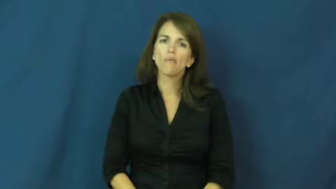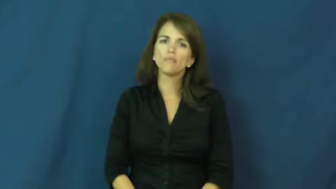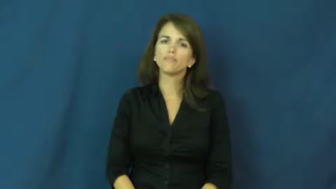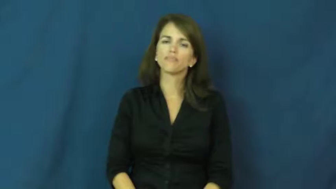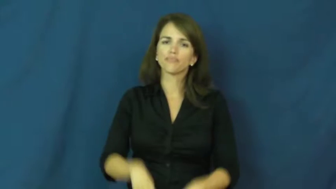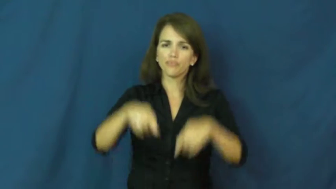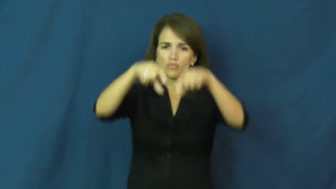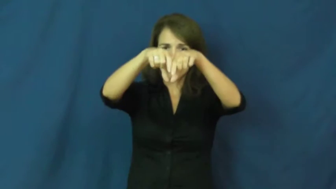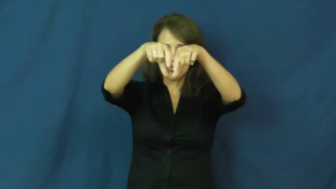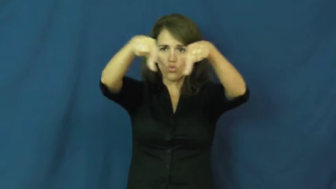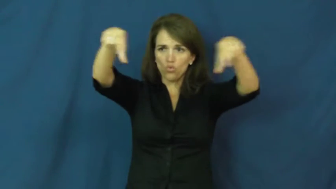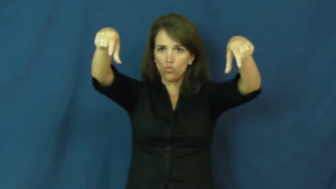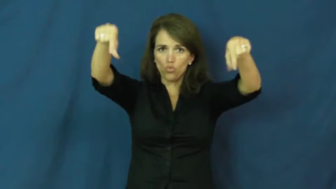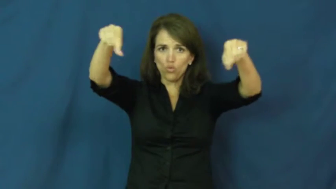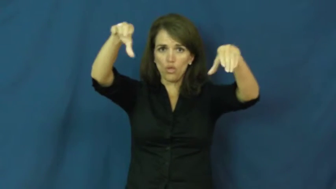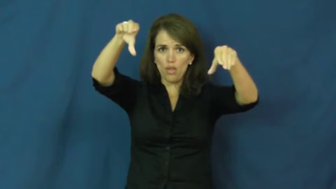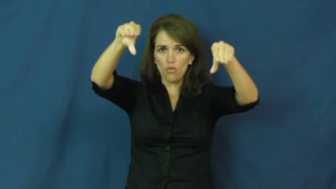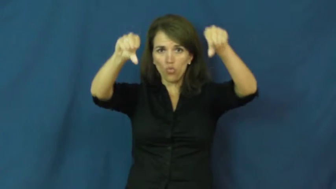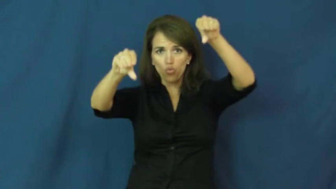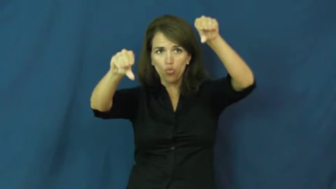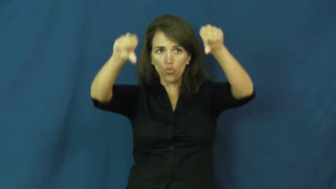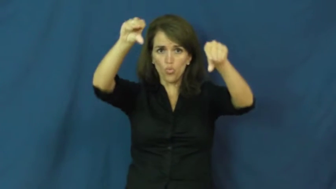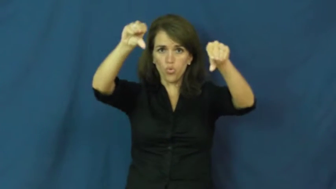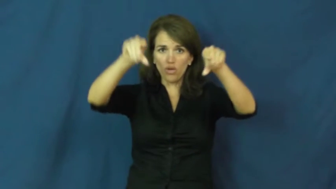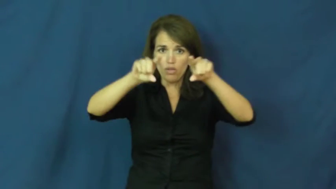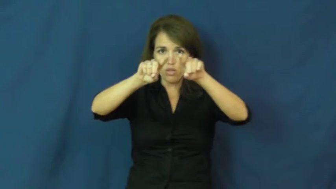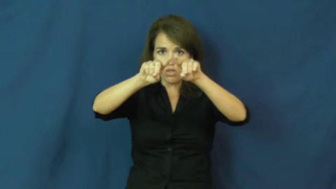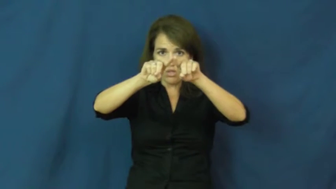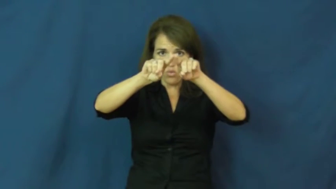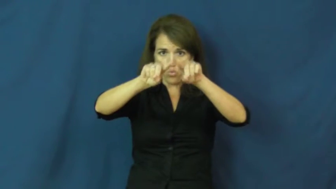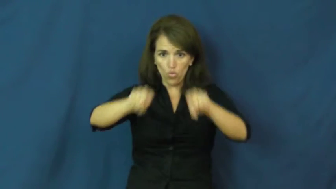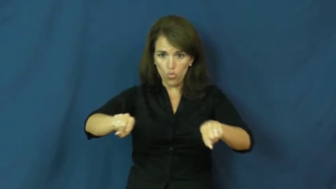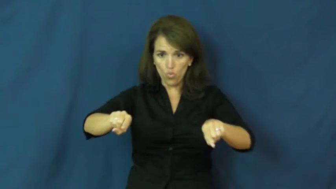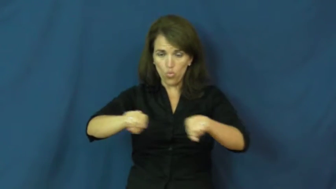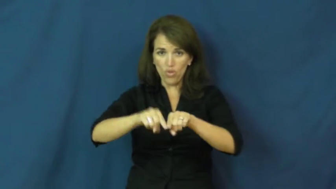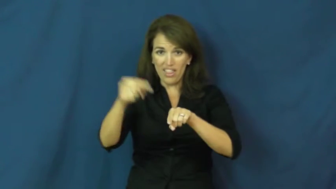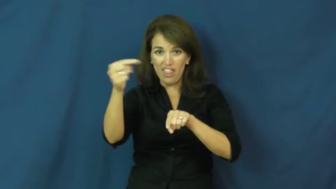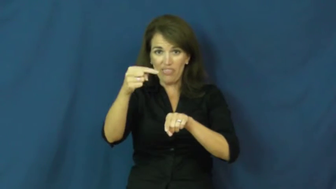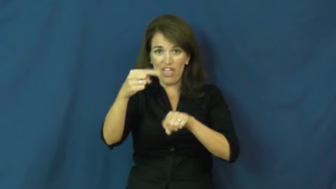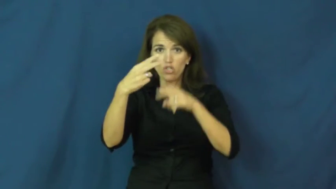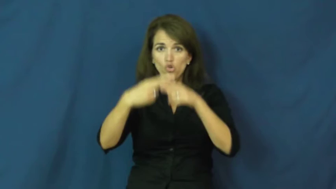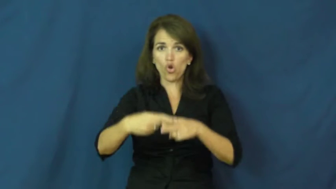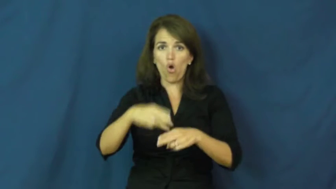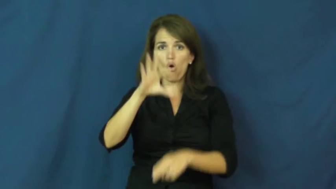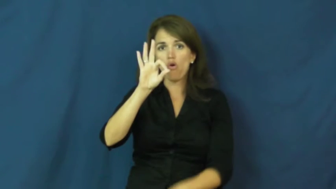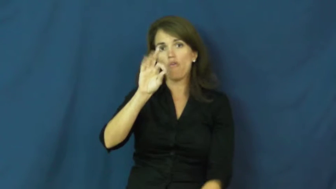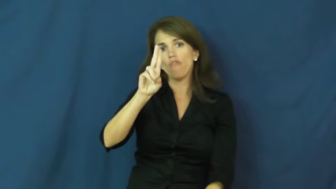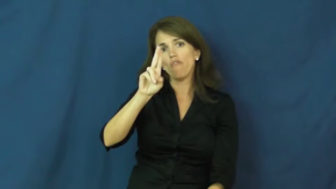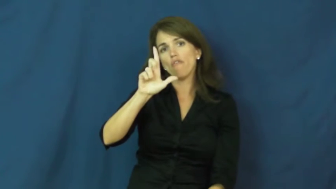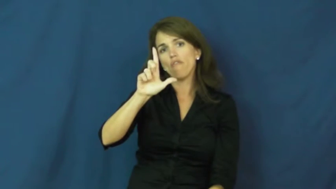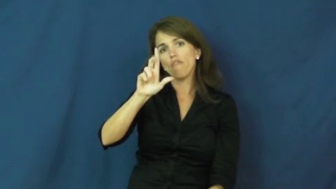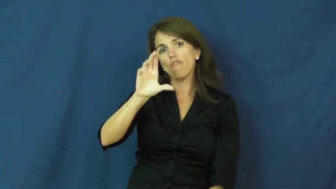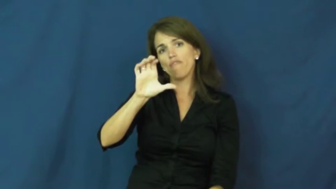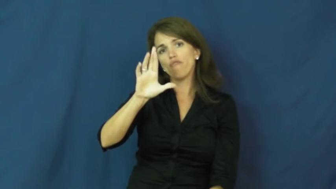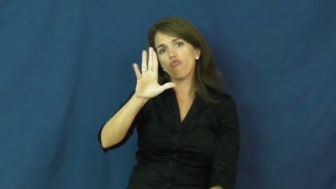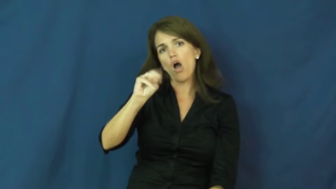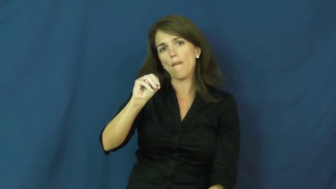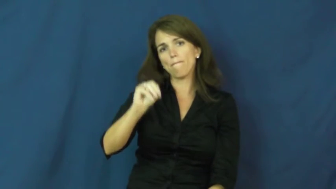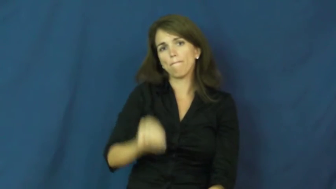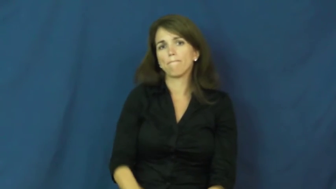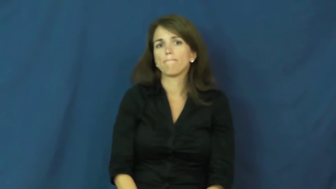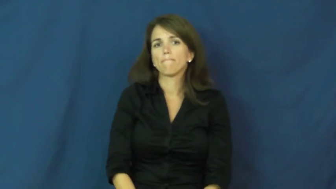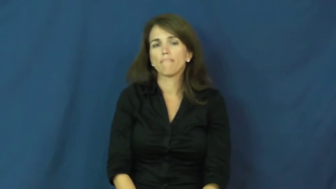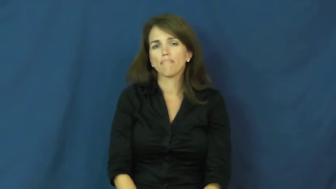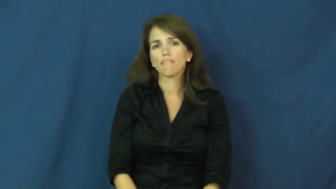fulcrum